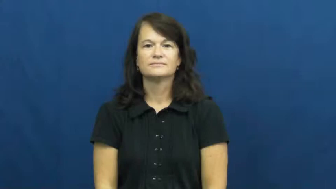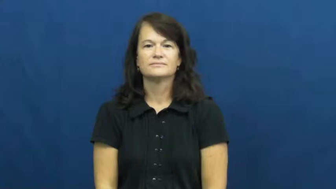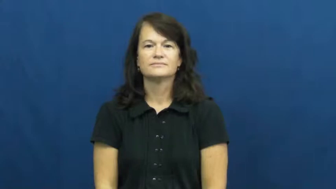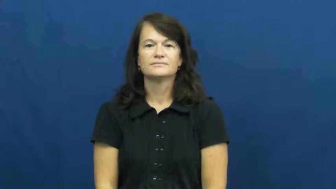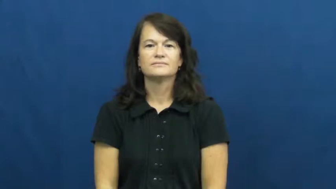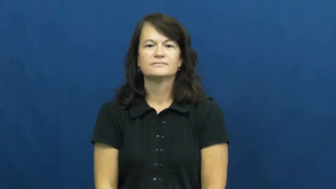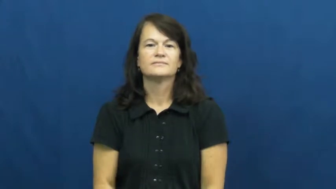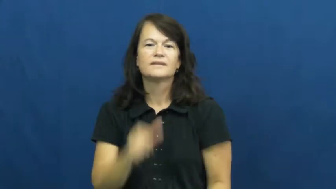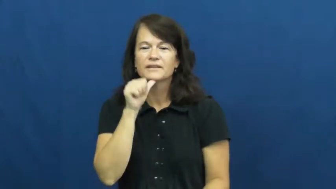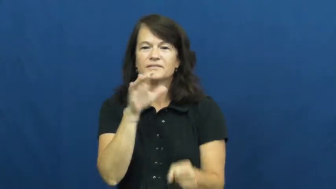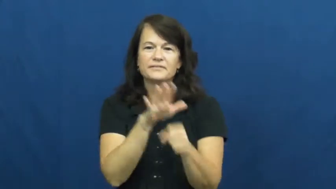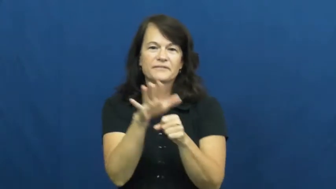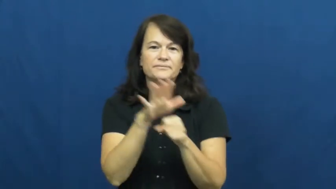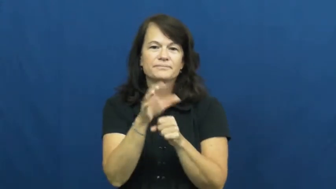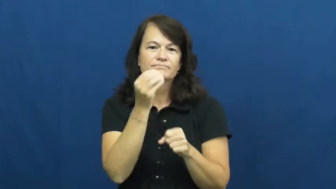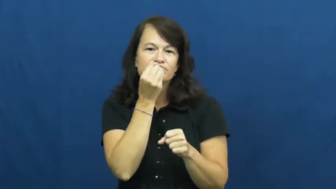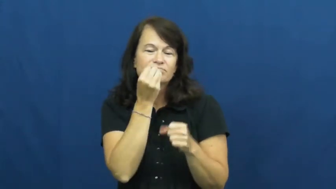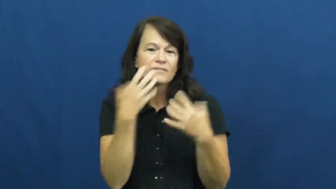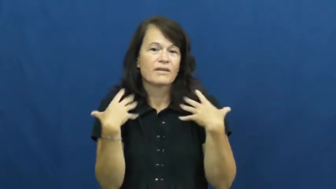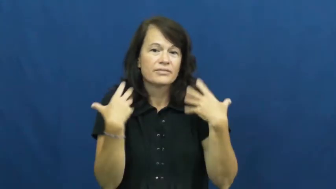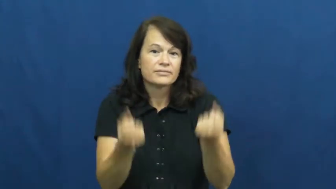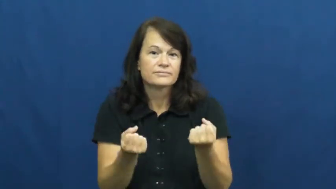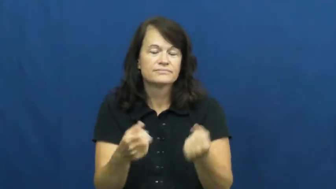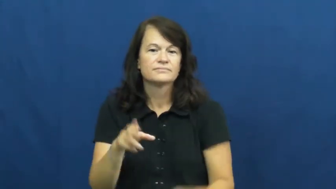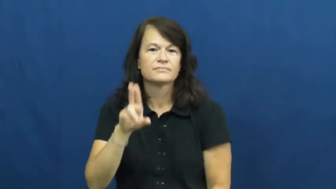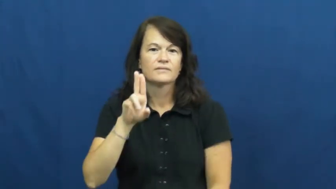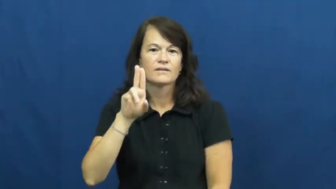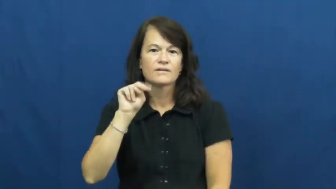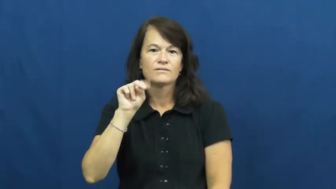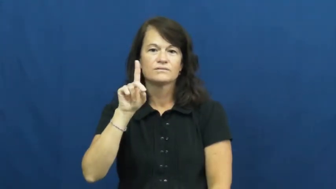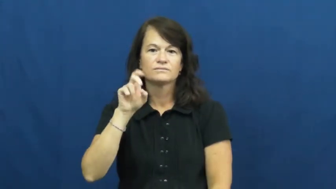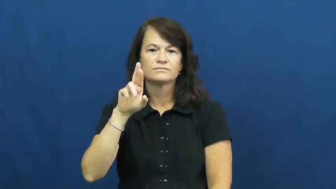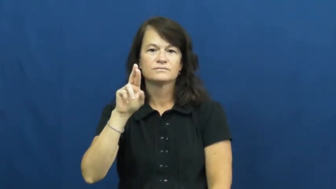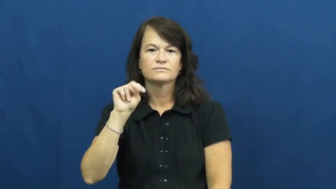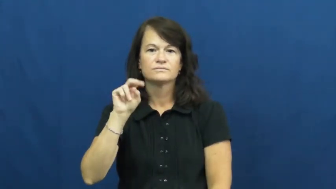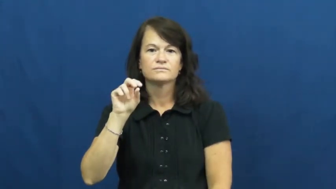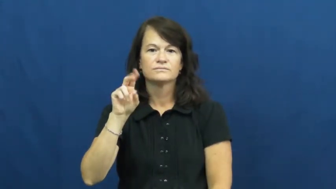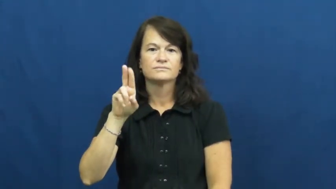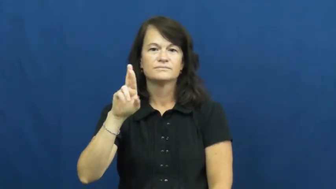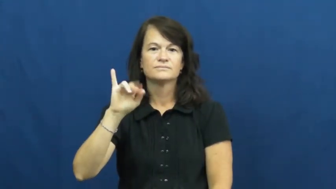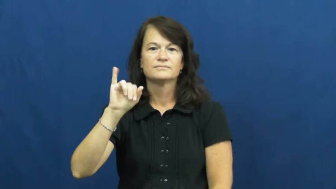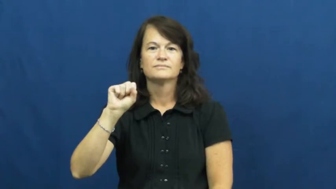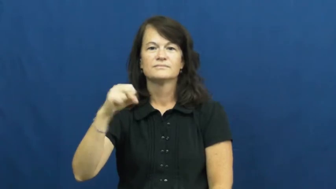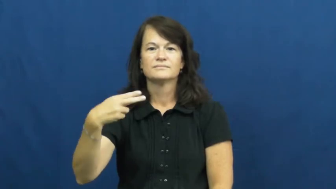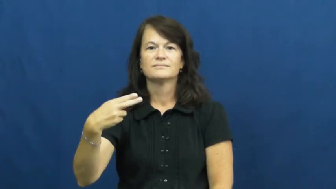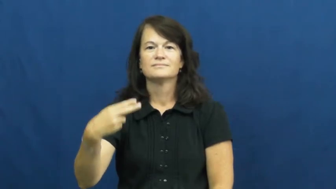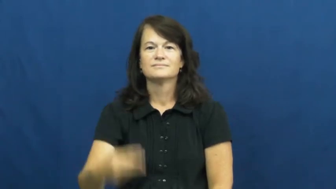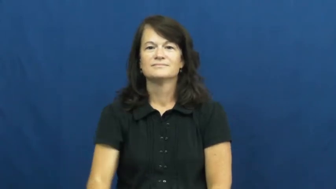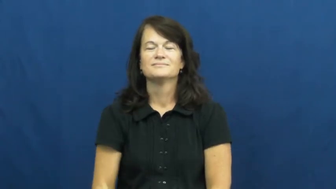undernourish